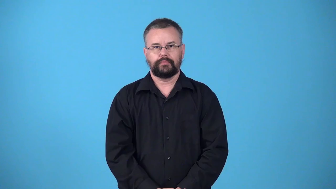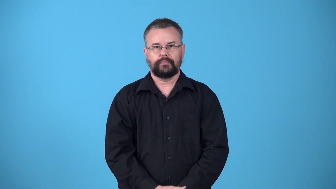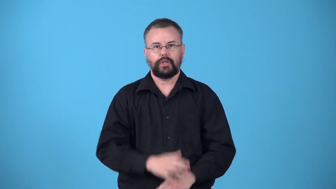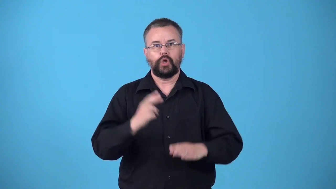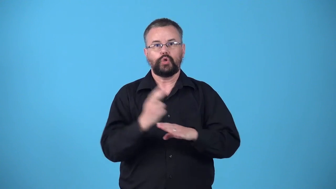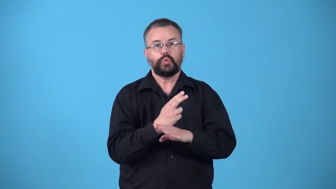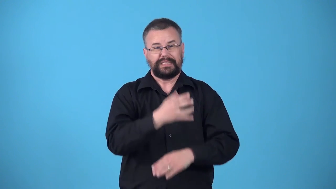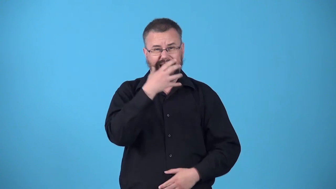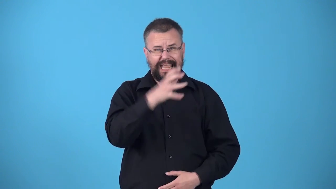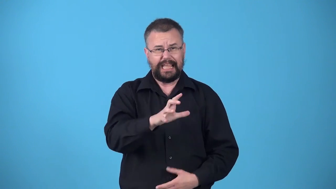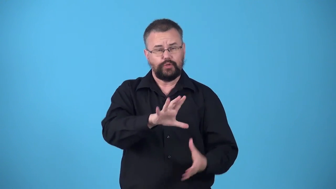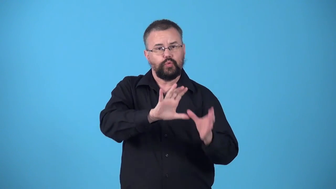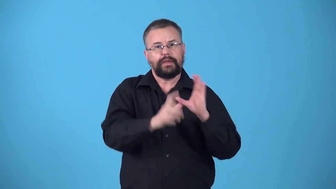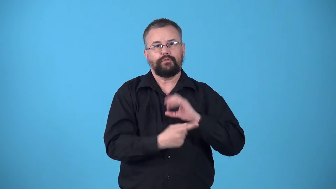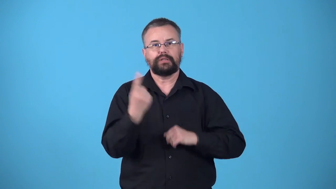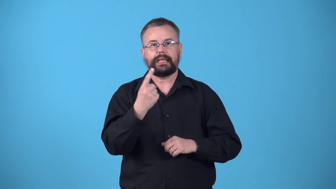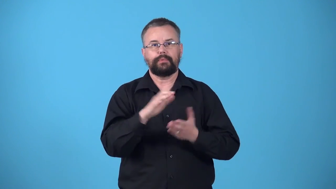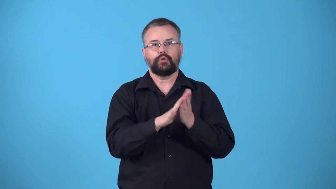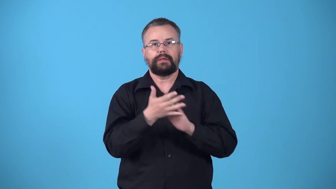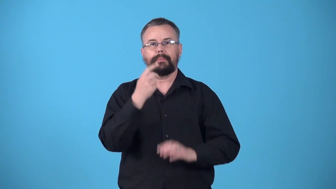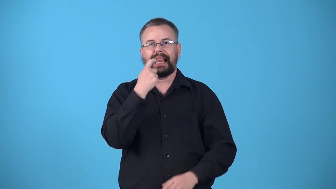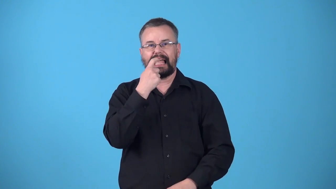vitrify cause become glass